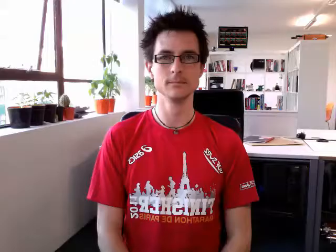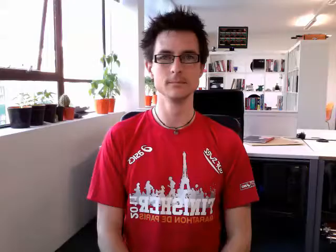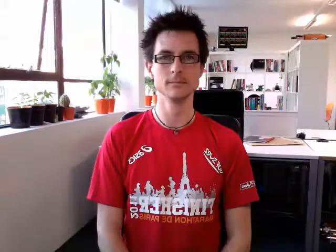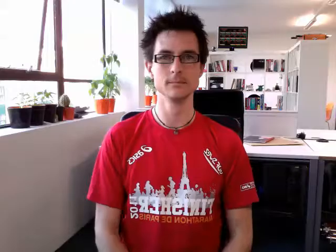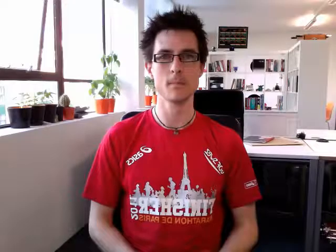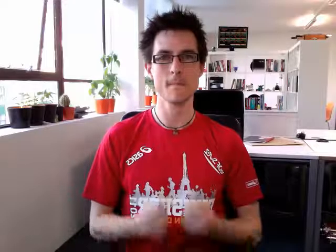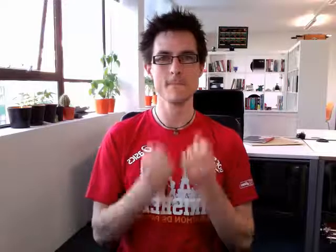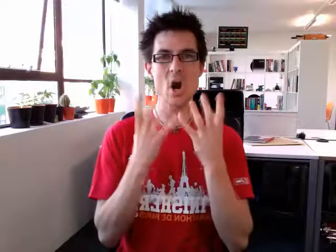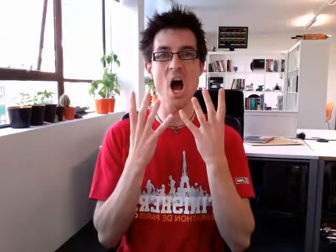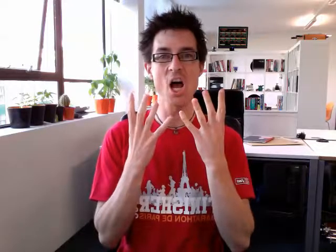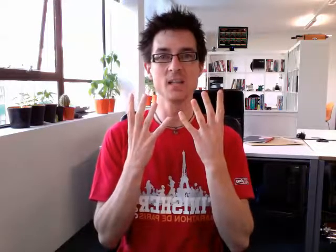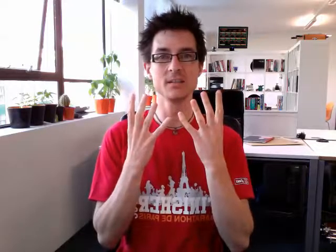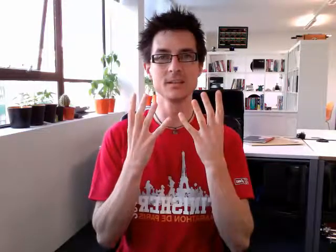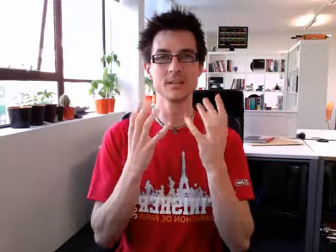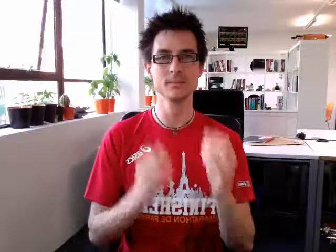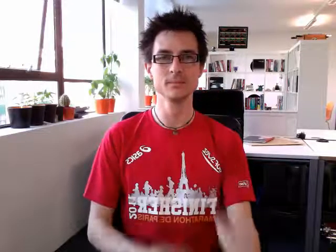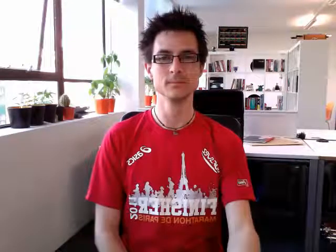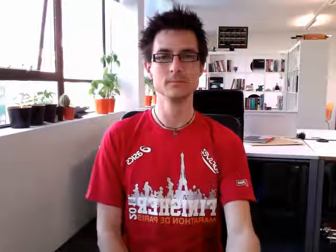bright